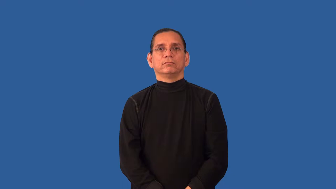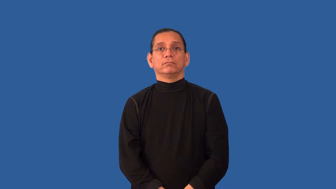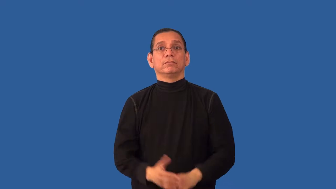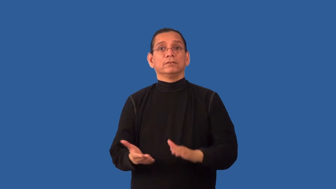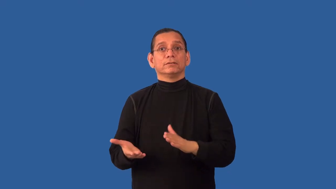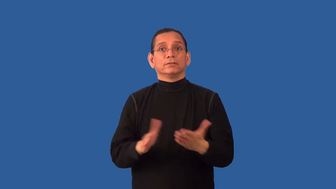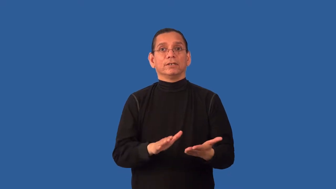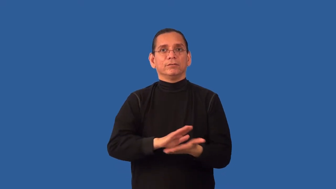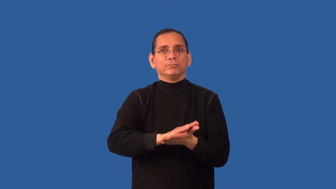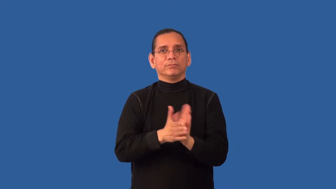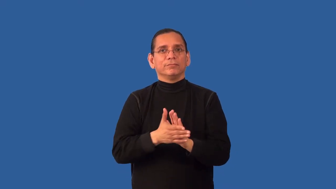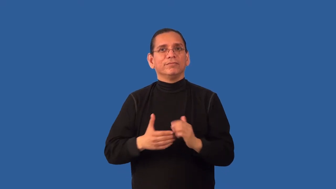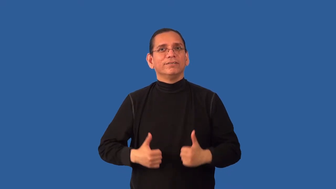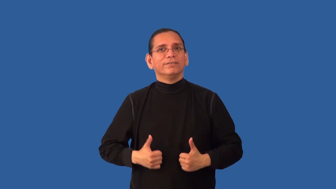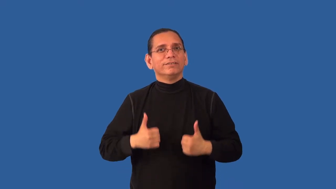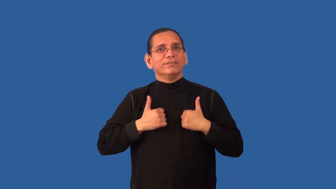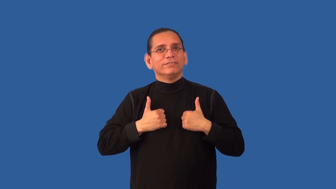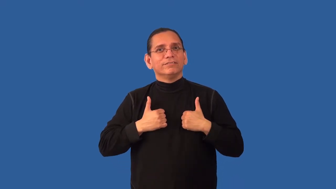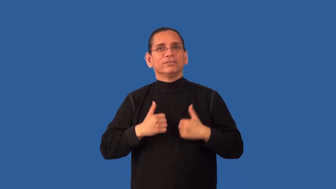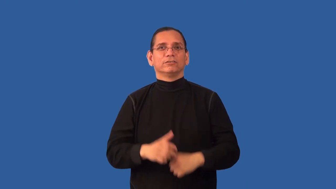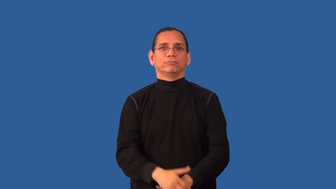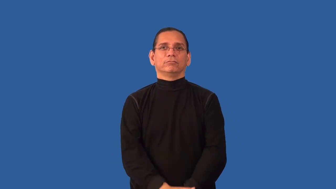renew,reborn-life